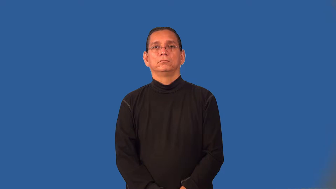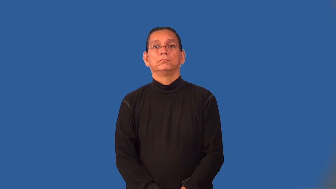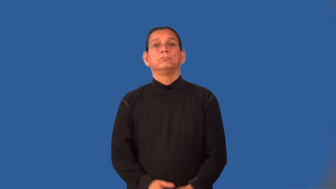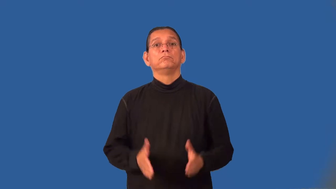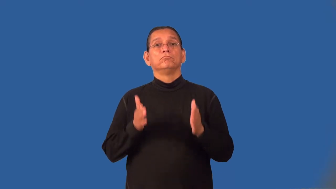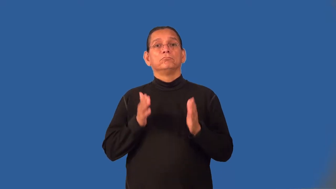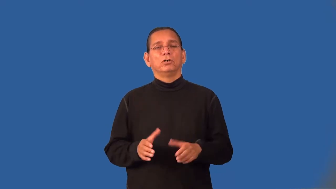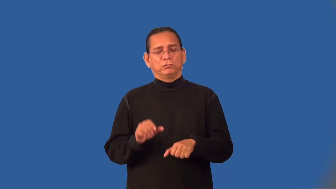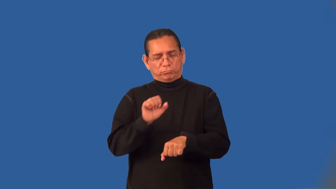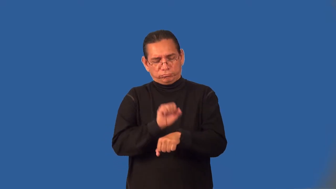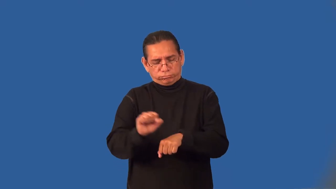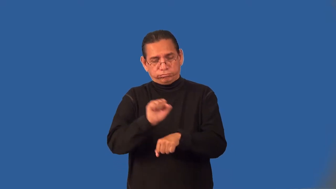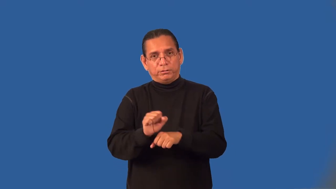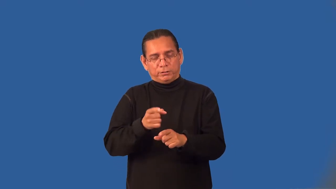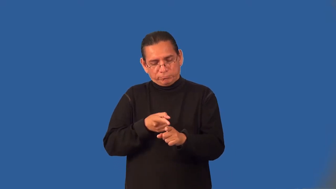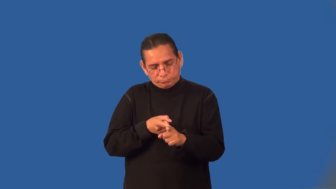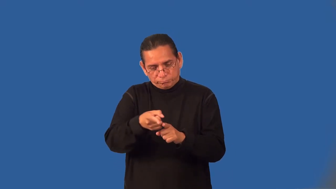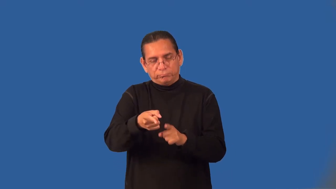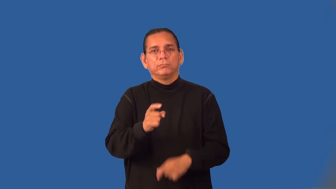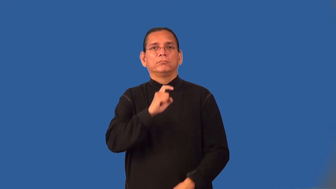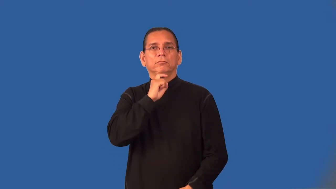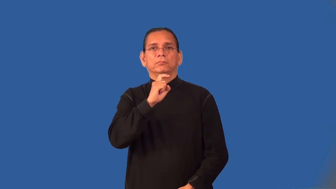steelworker